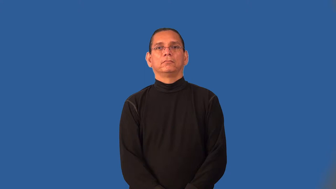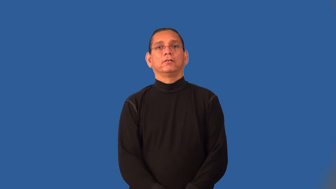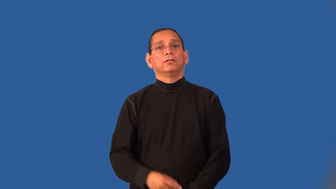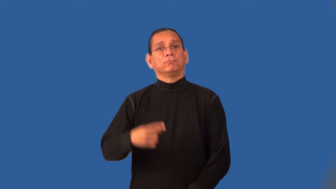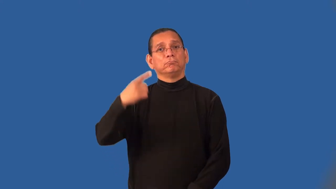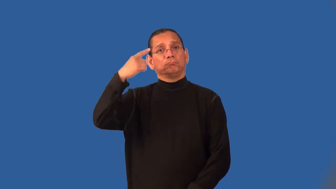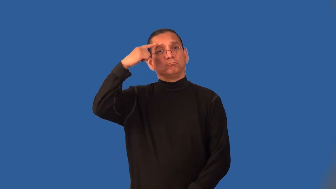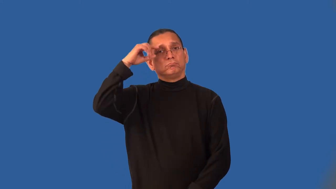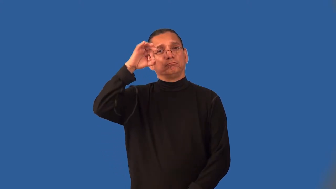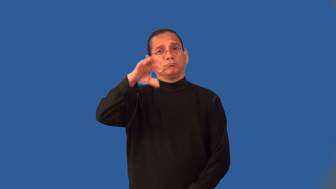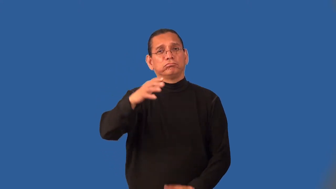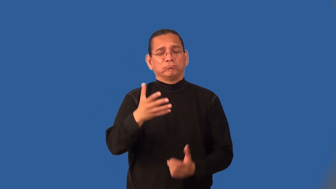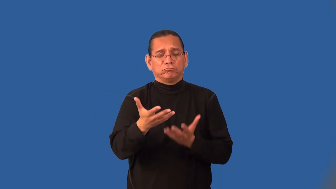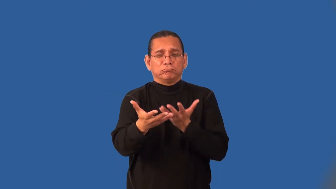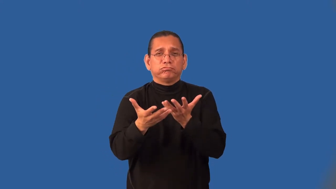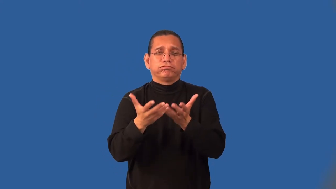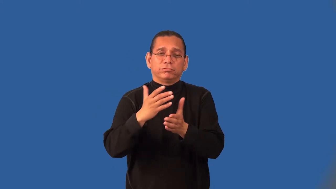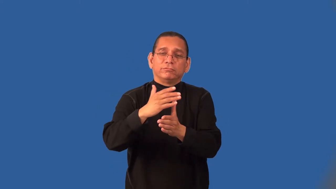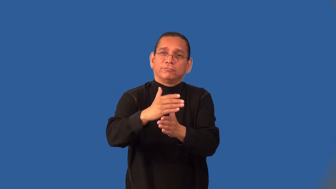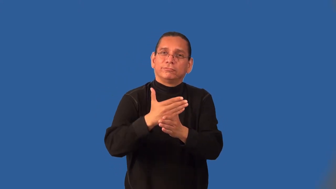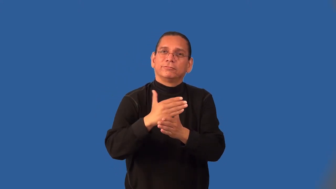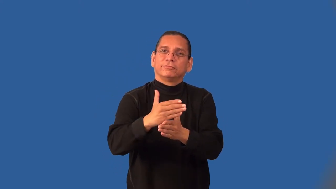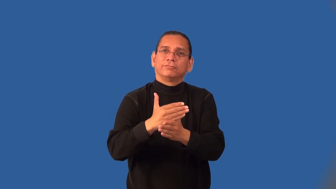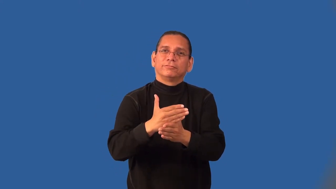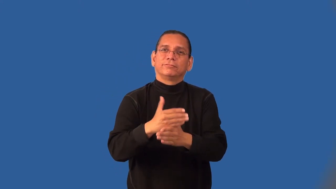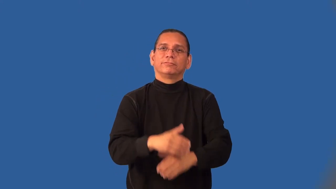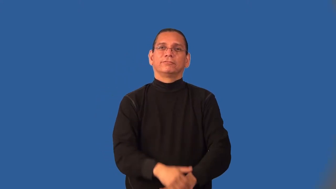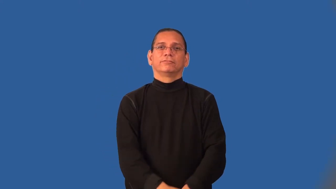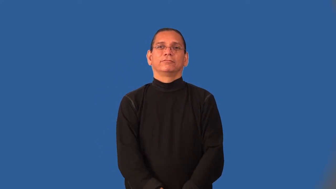impart